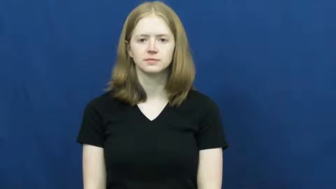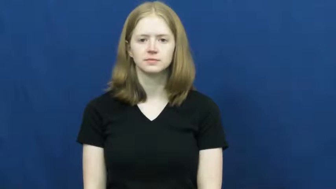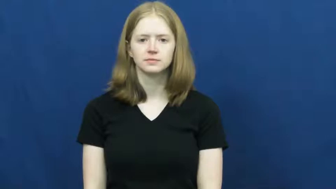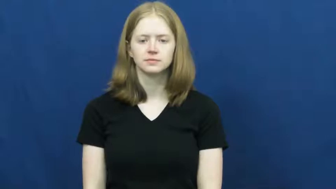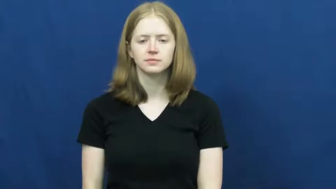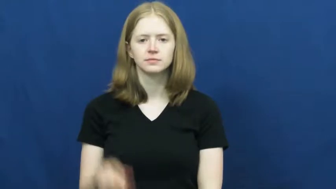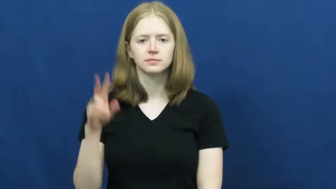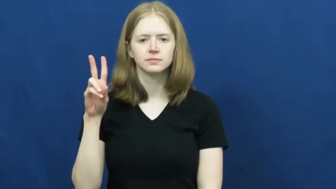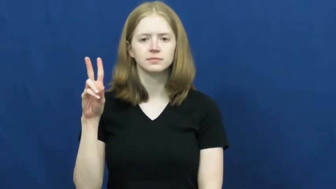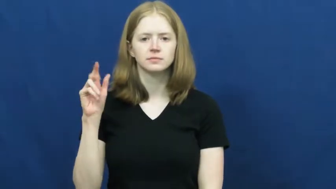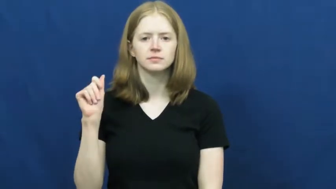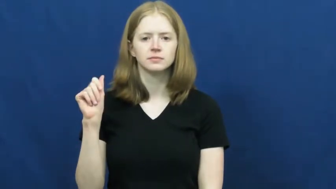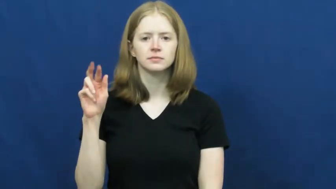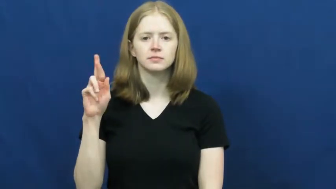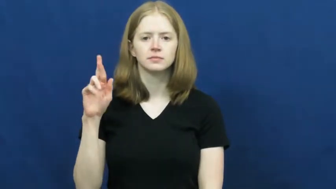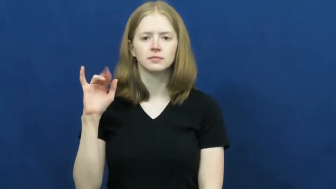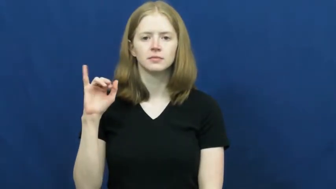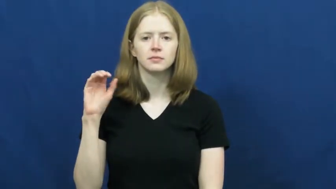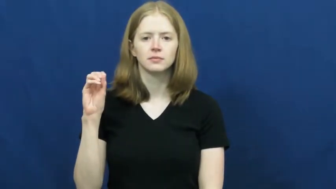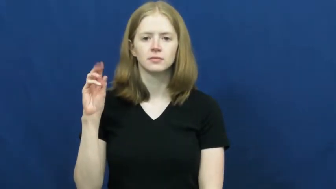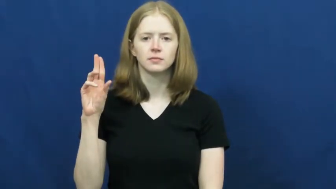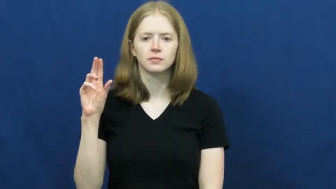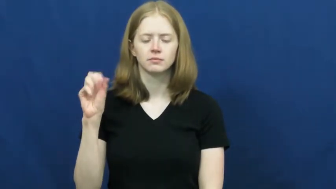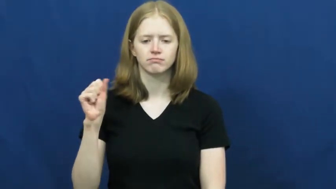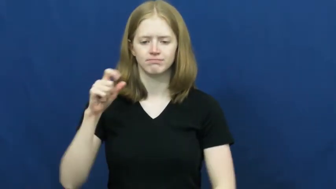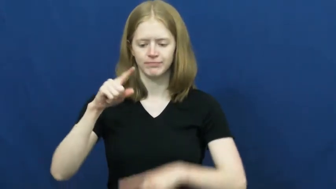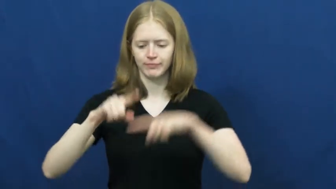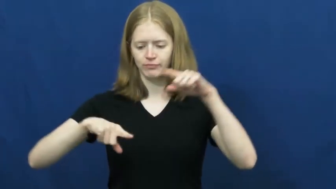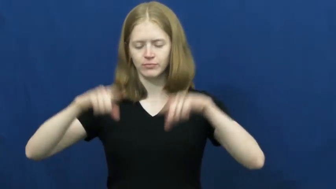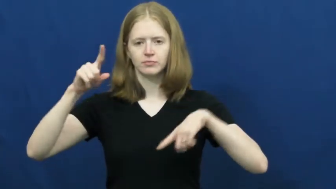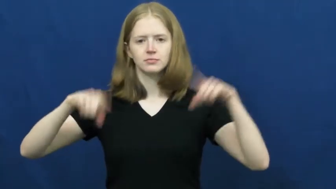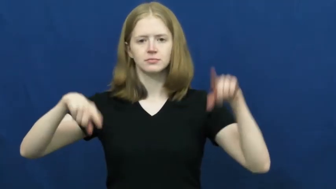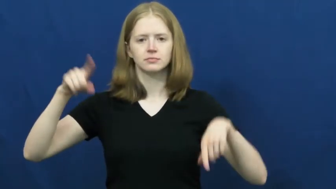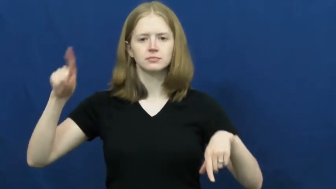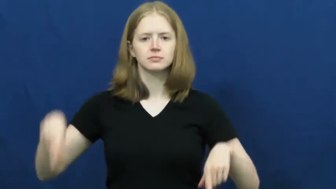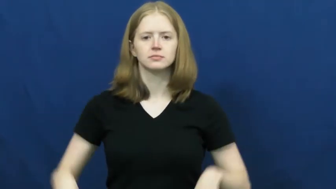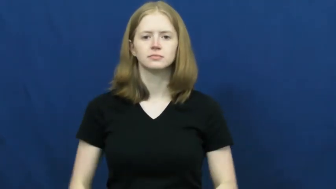various